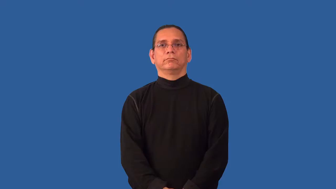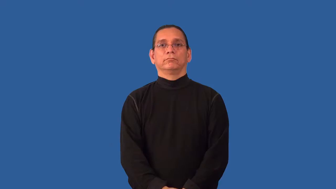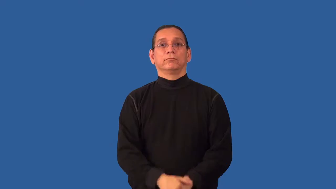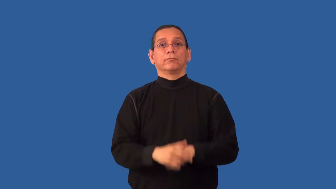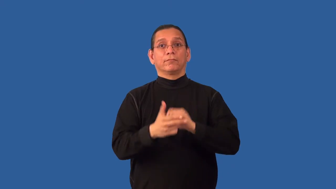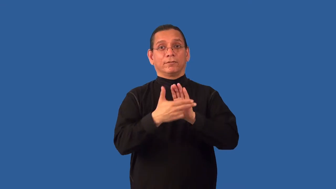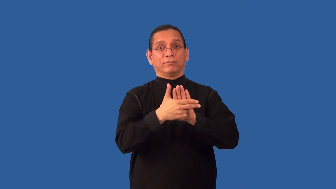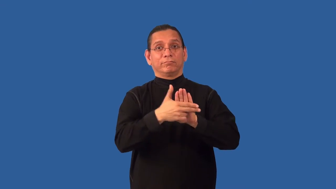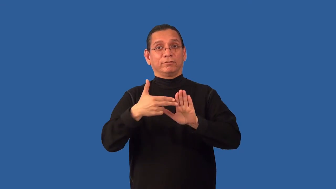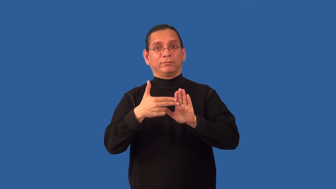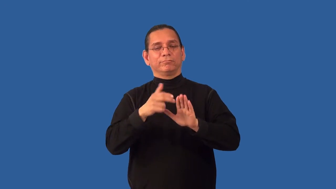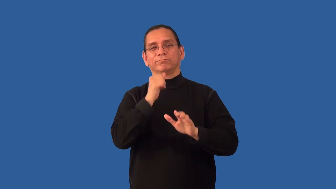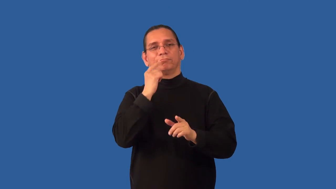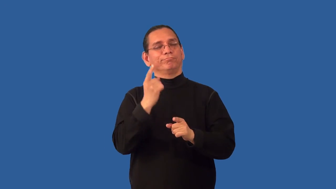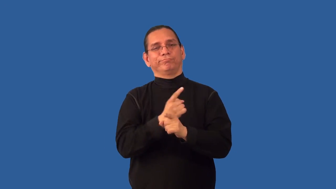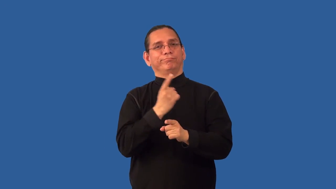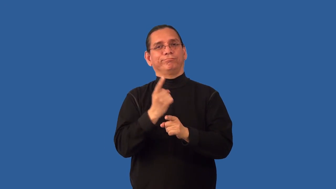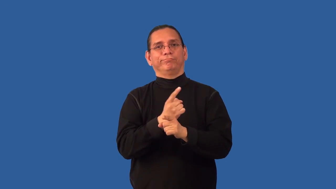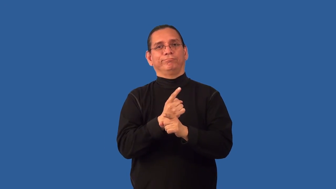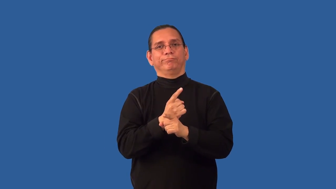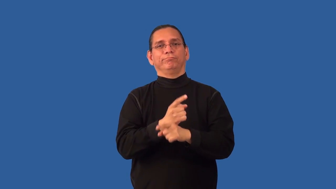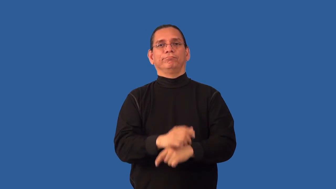misnomer